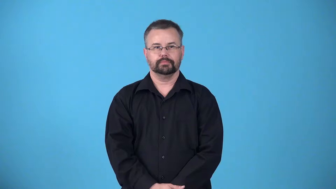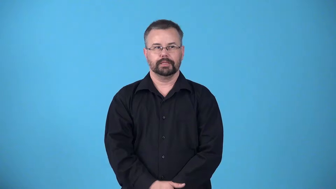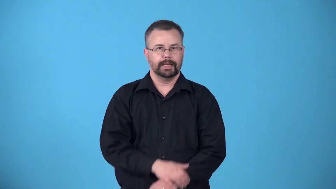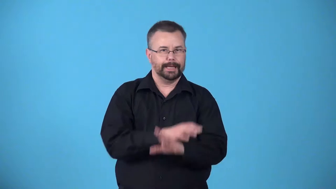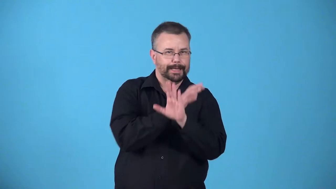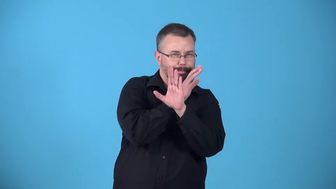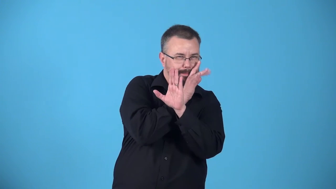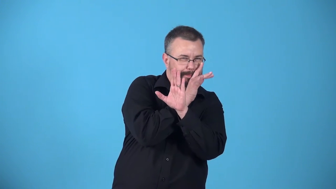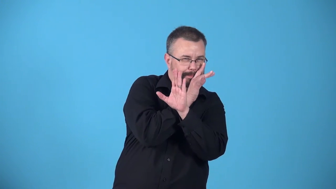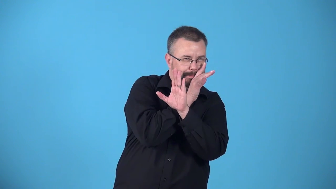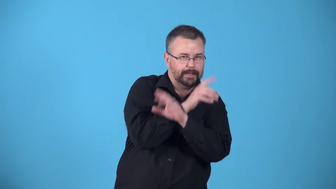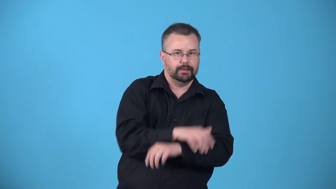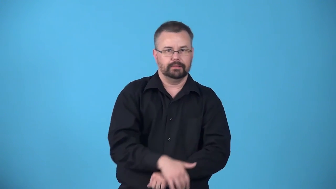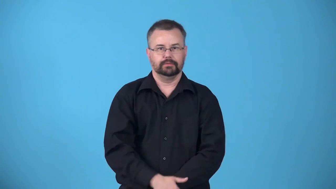aside-whispered information